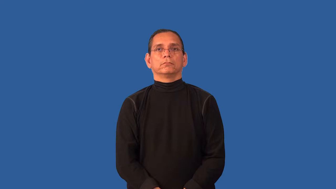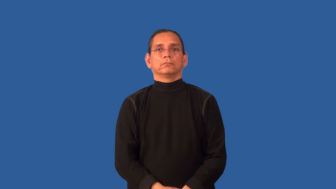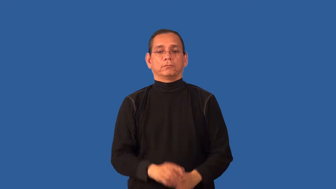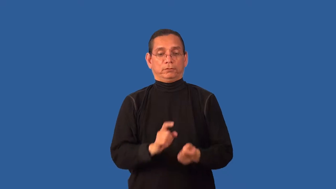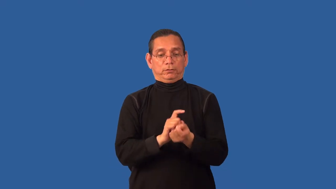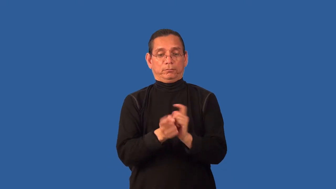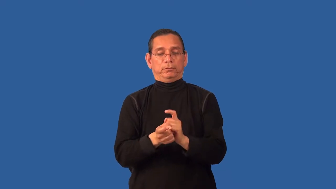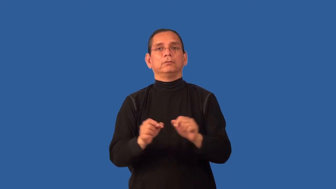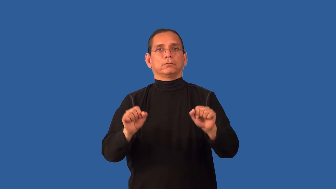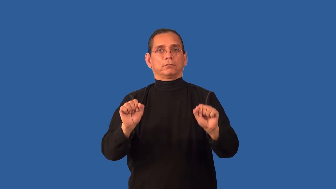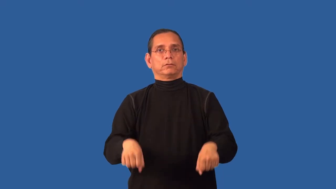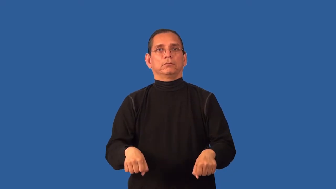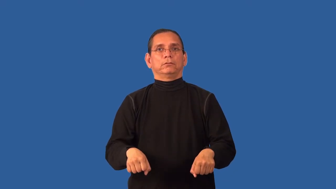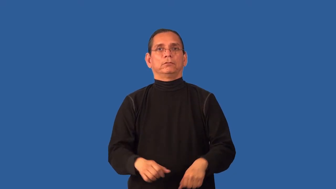alterable,amendable